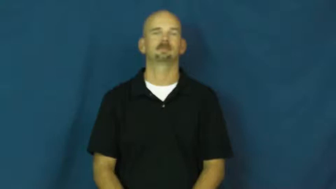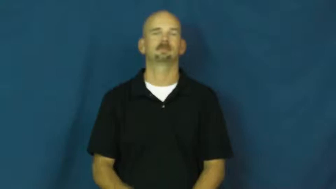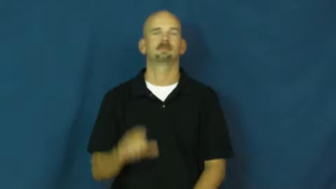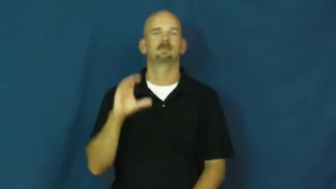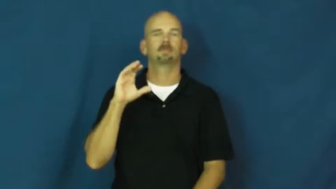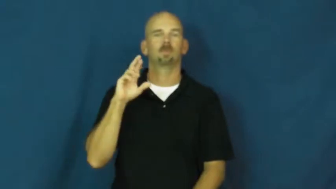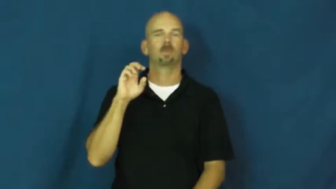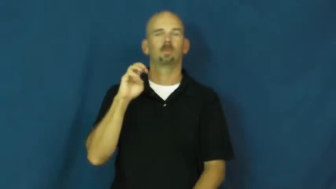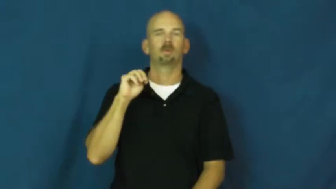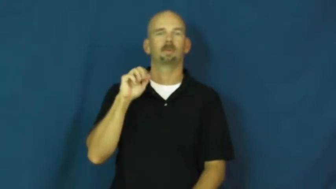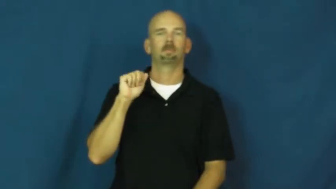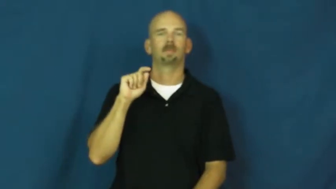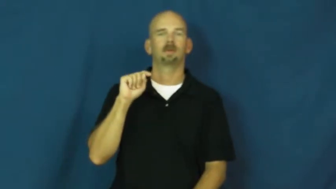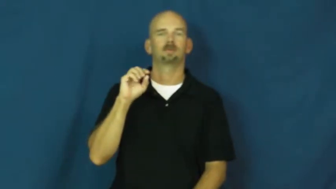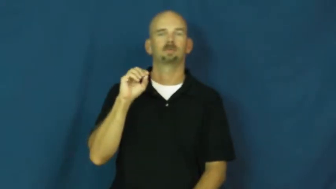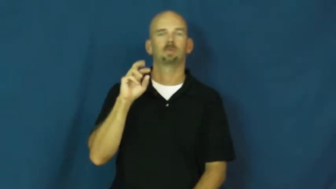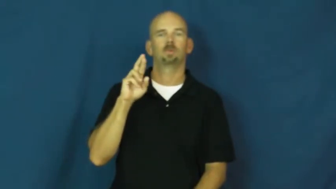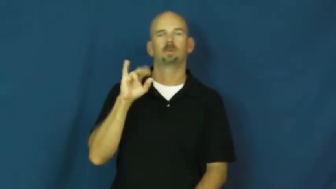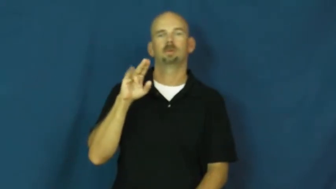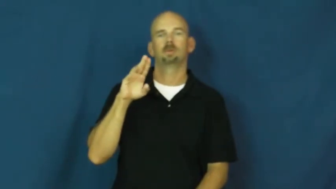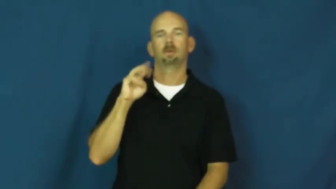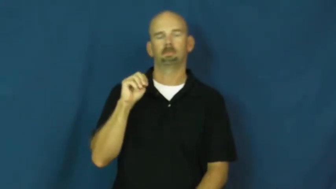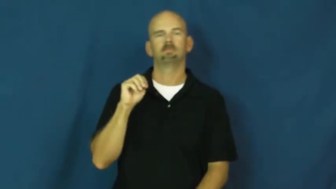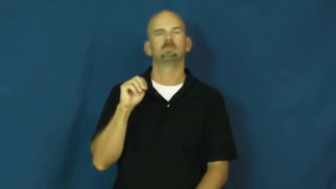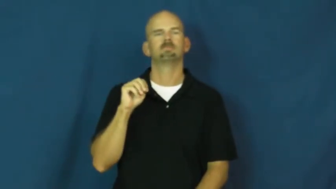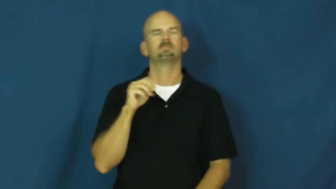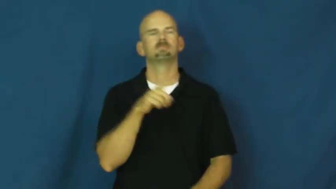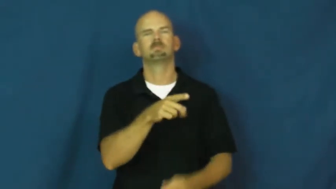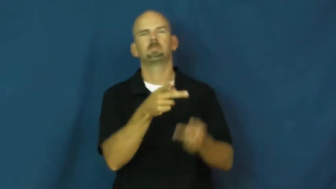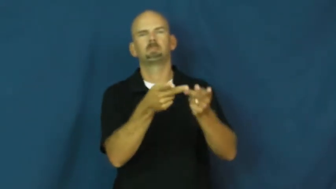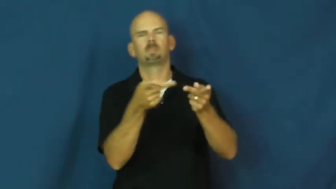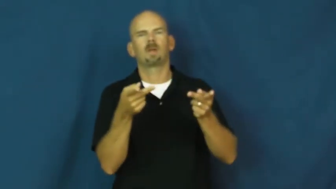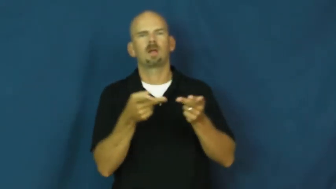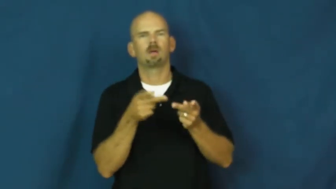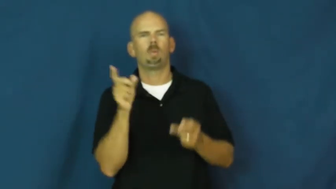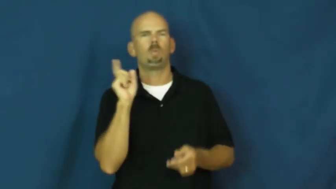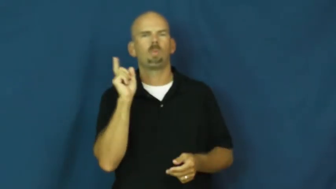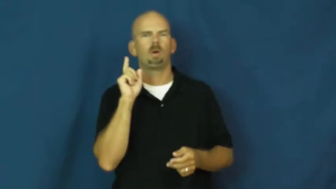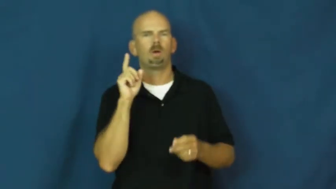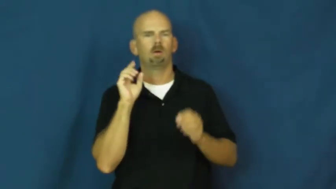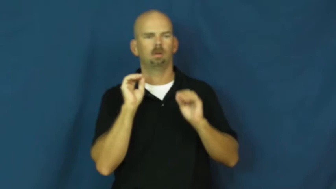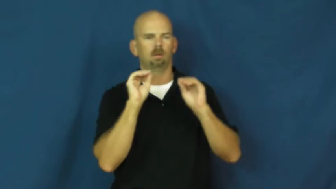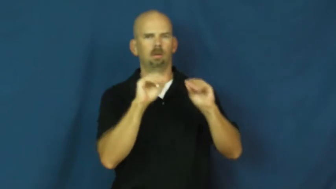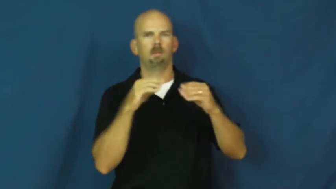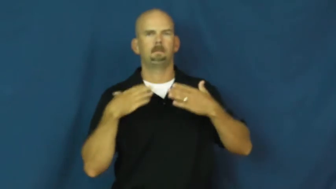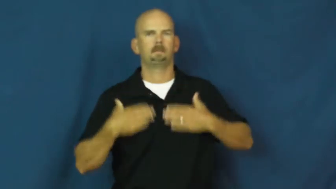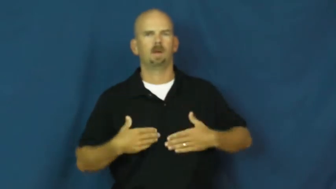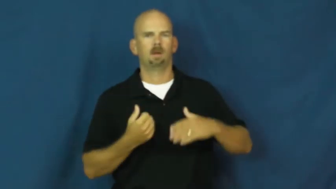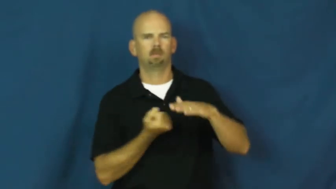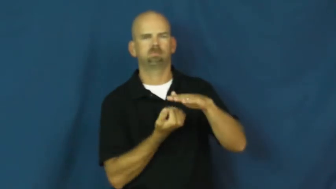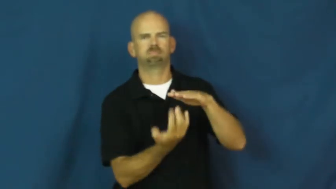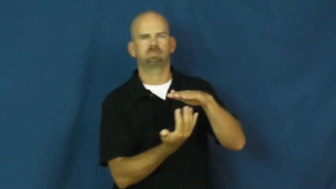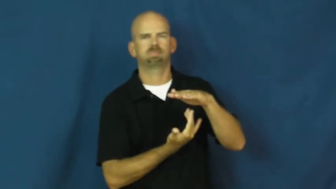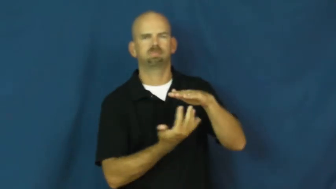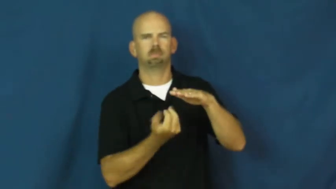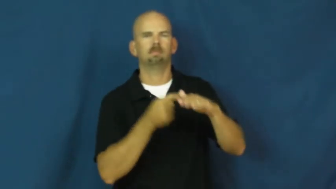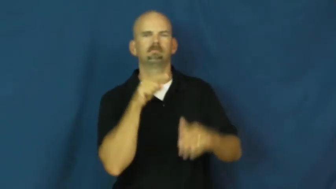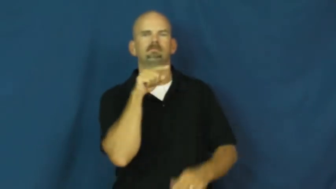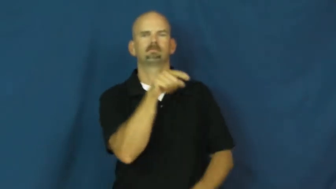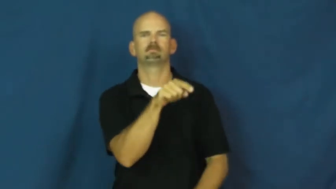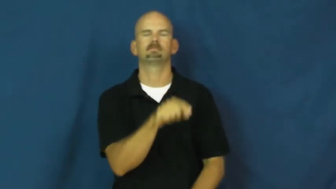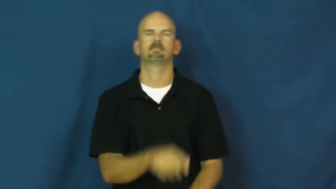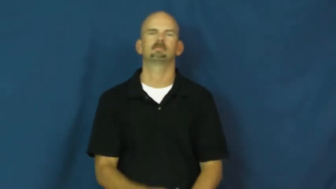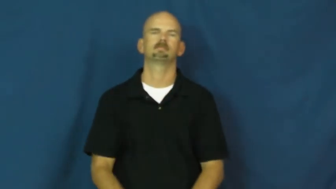crematorium